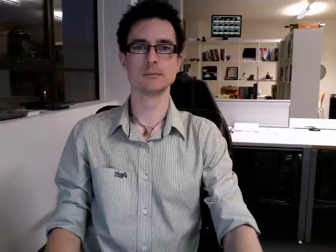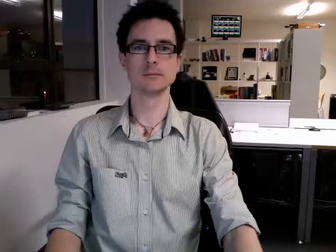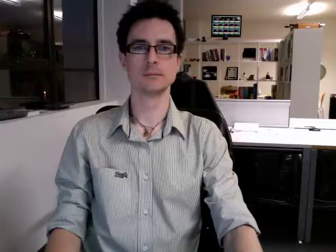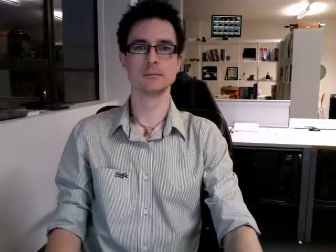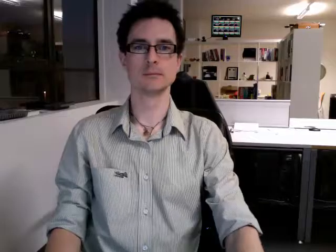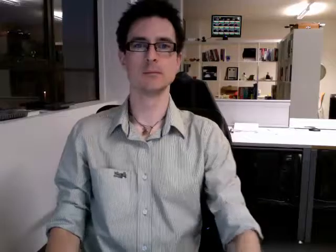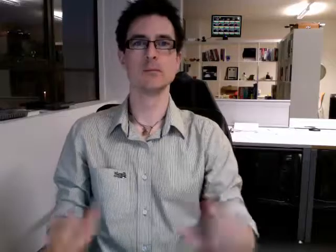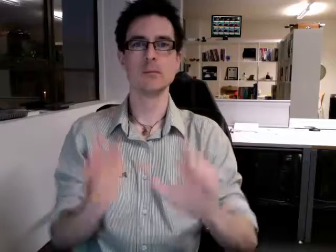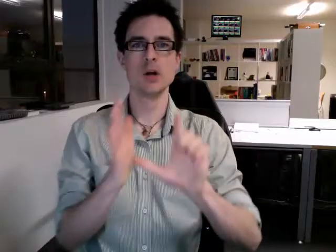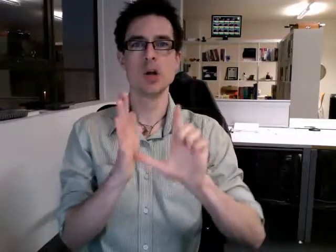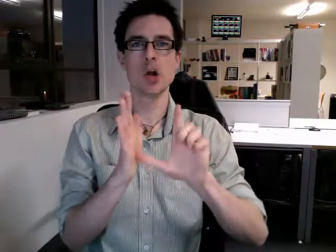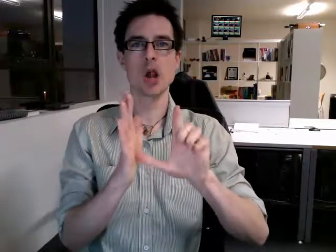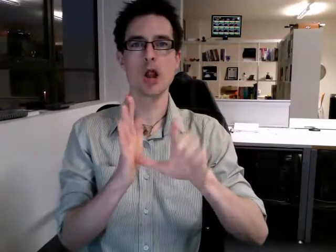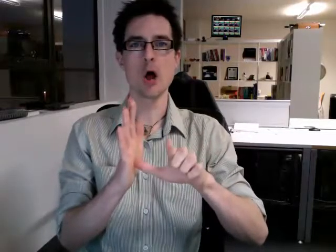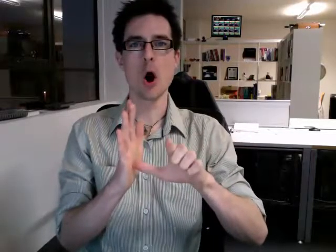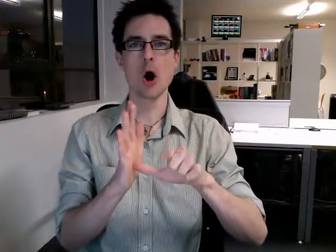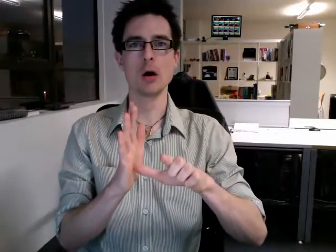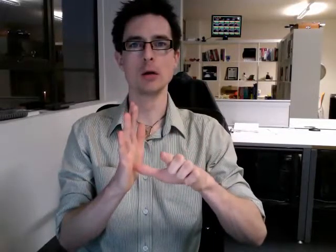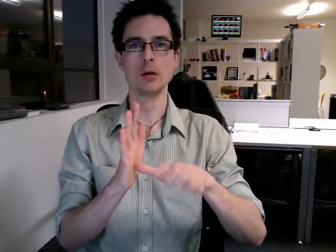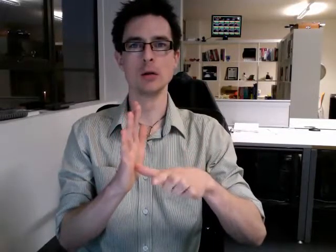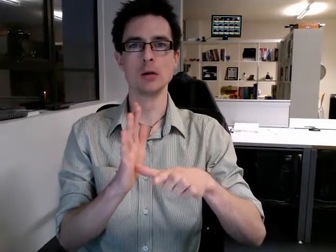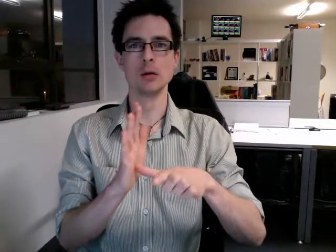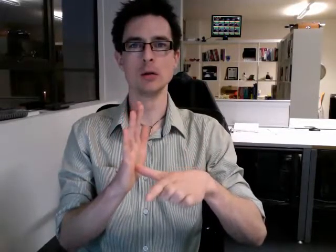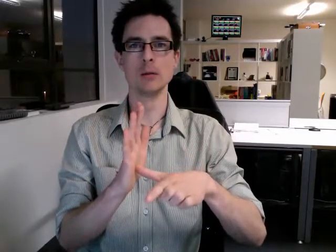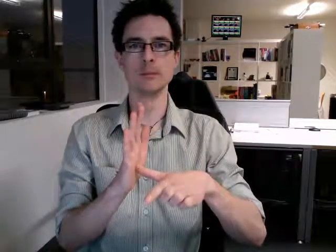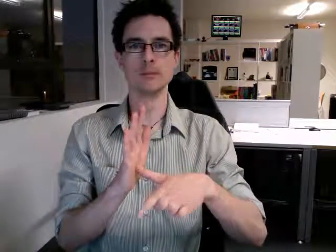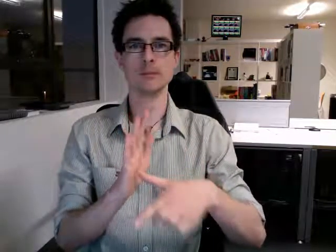clock